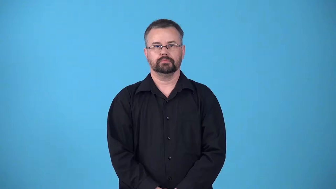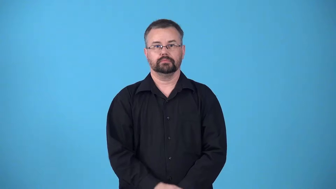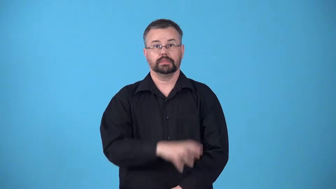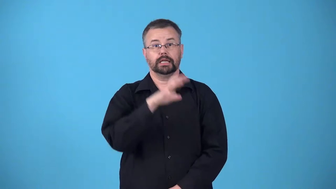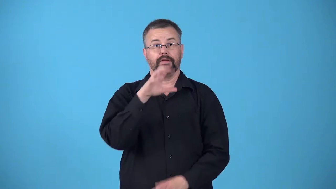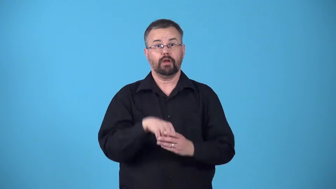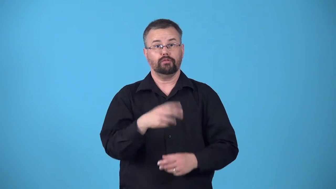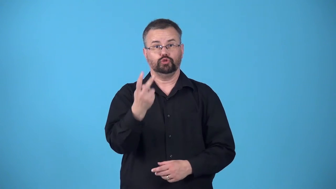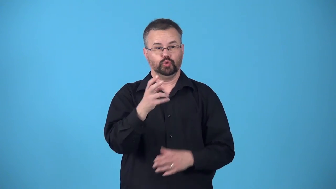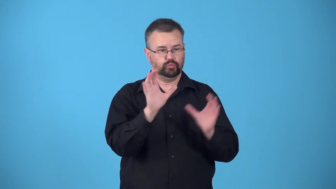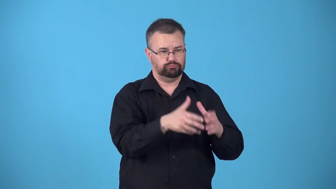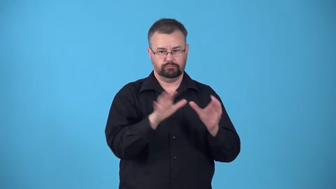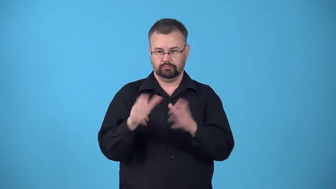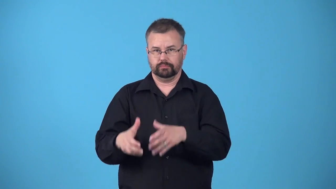bilateral-involving two groups